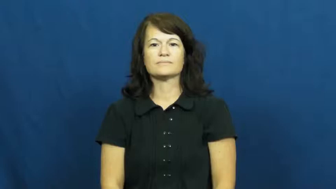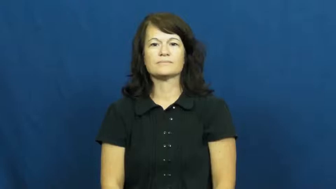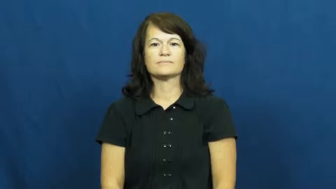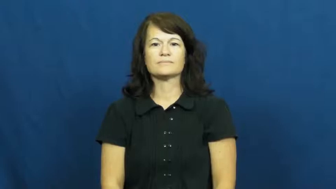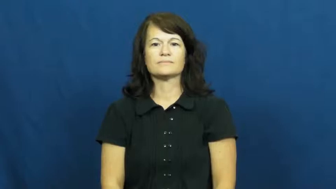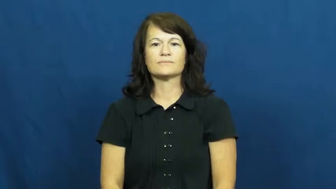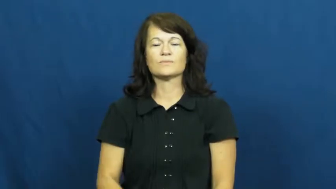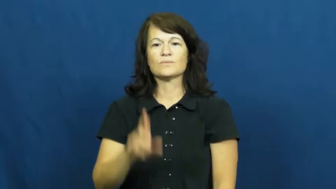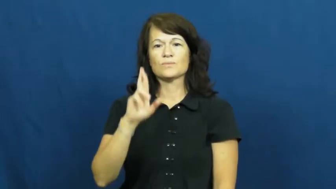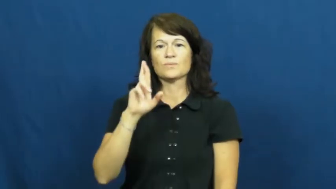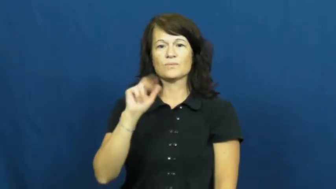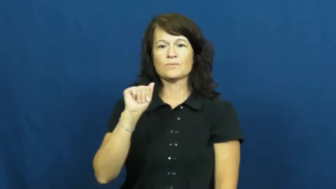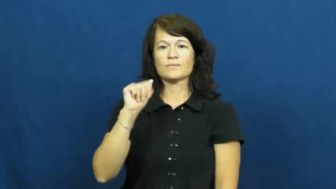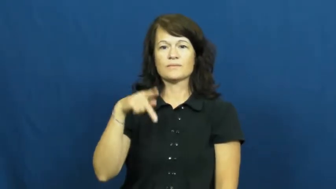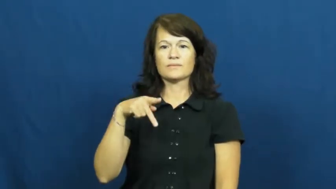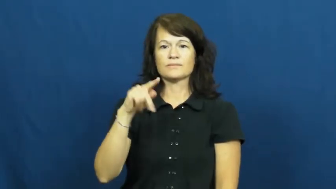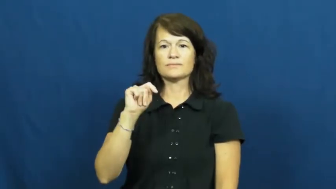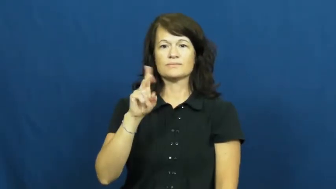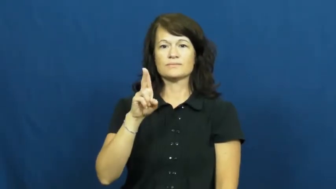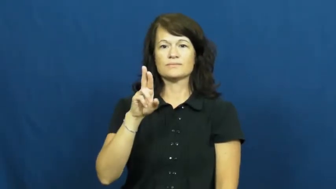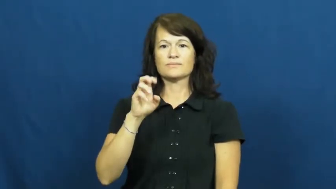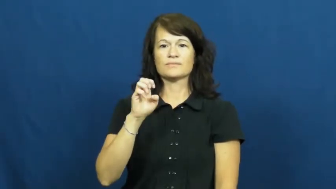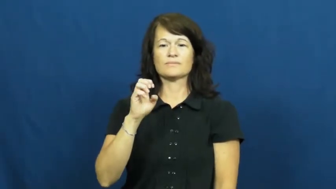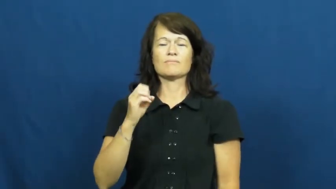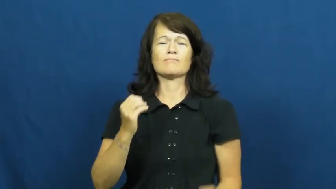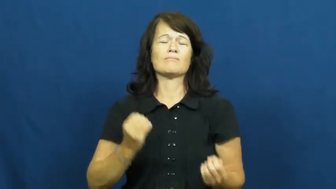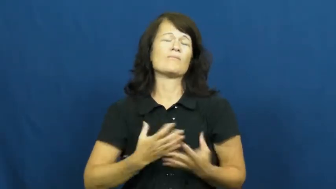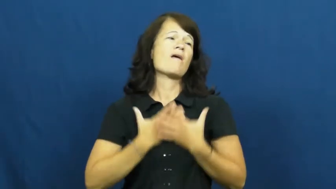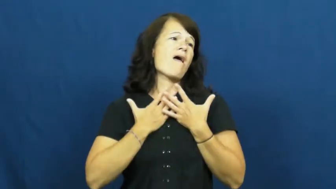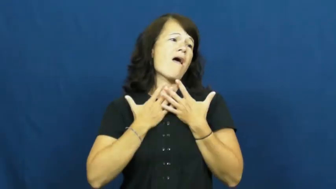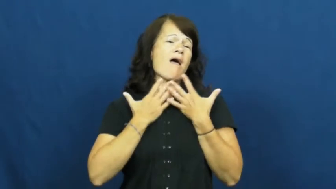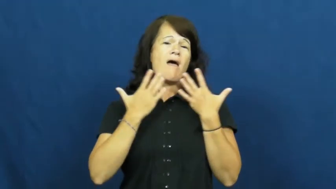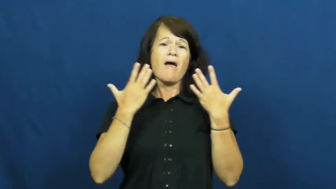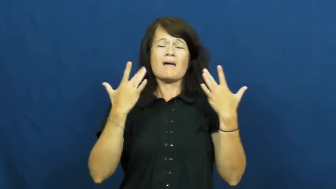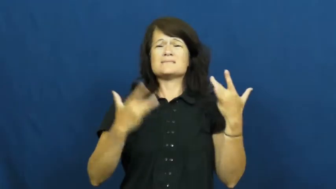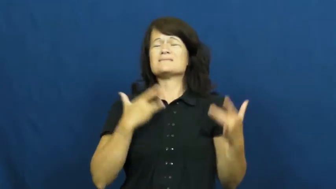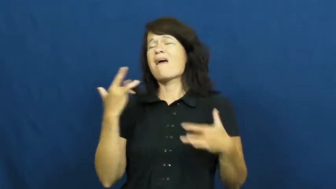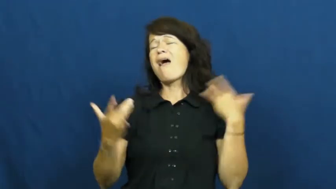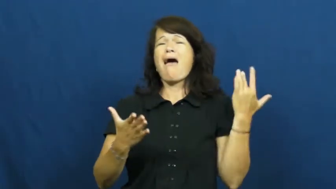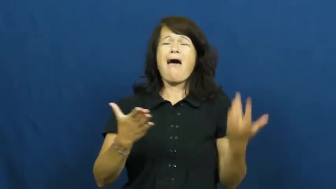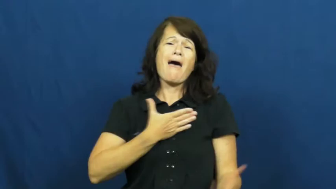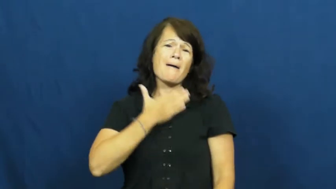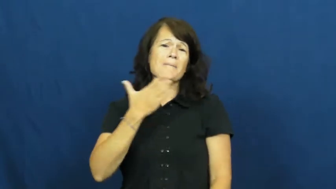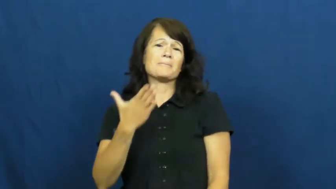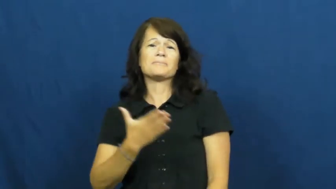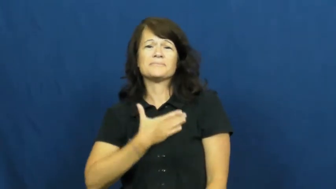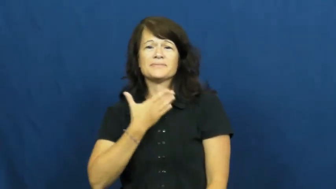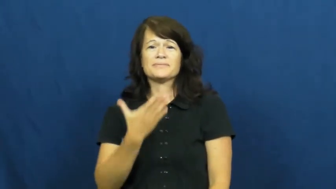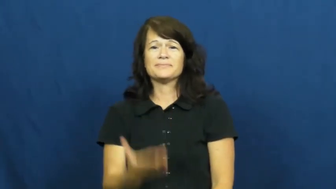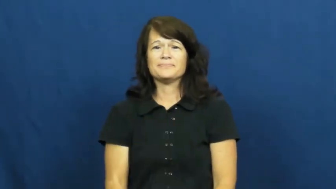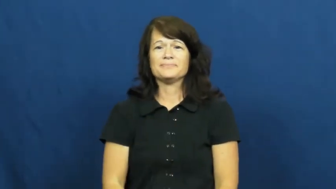rapture-excitement